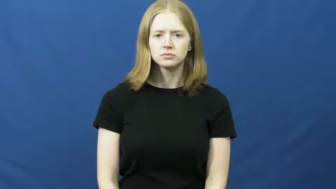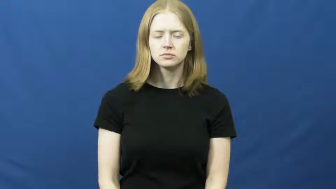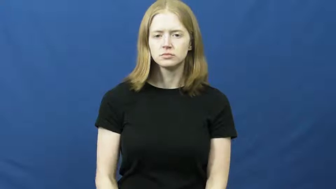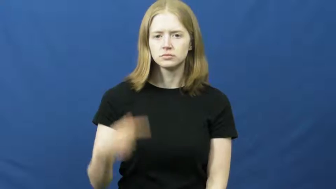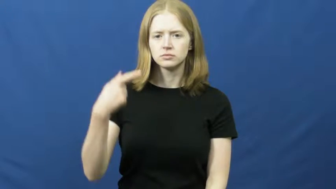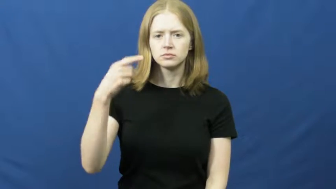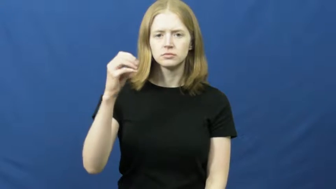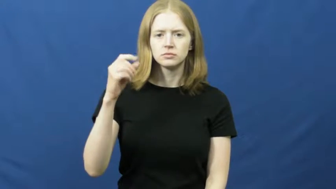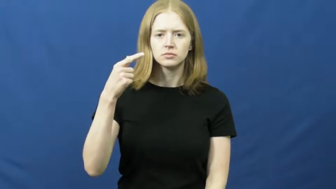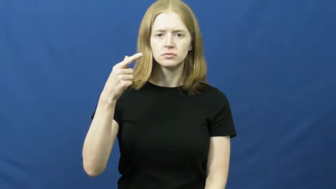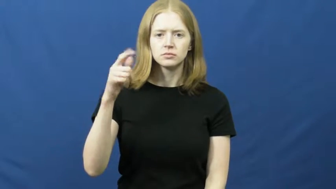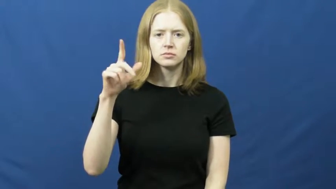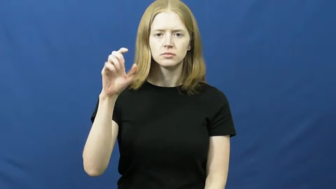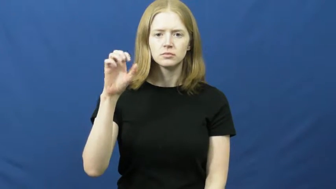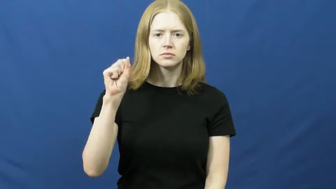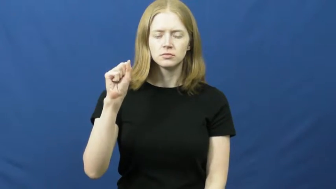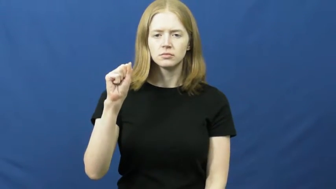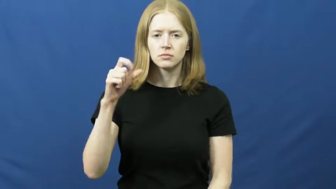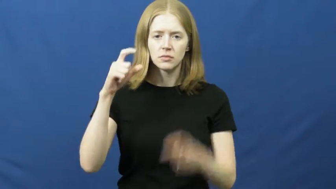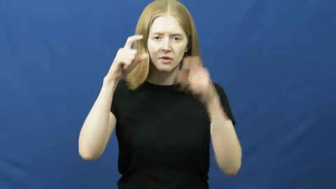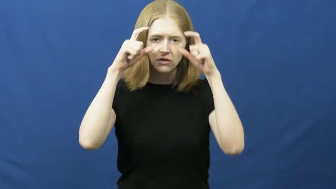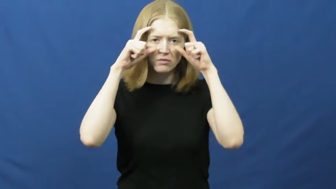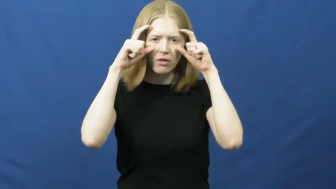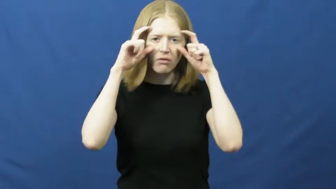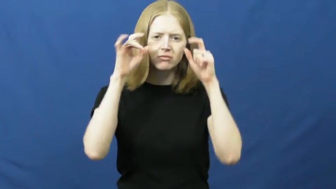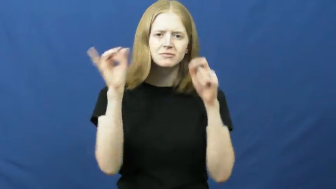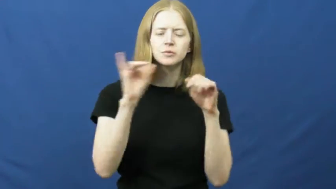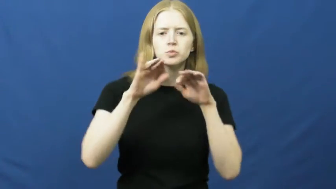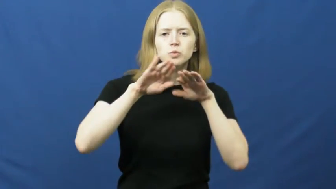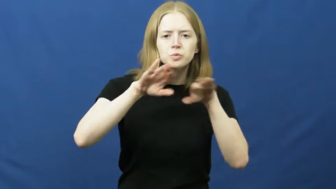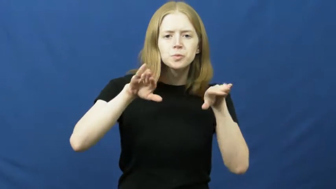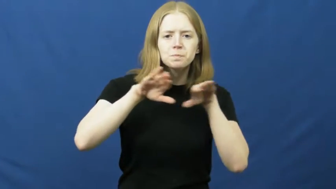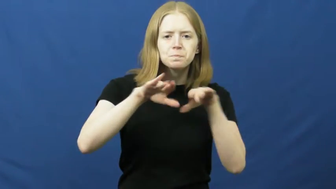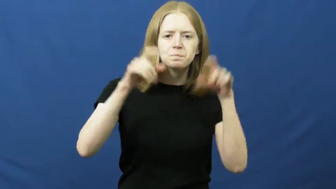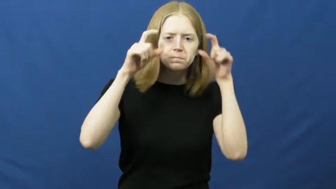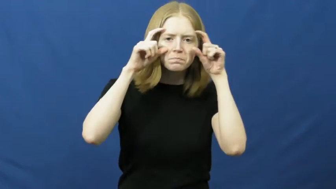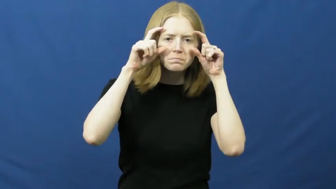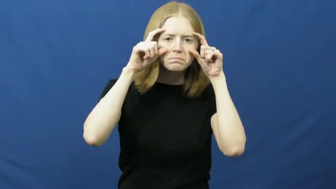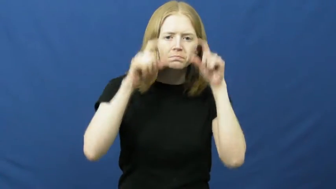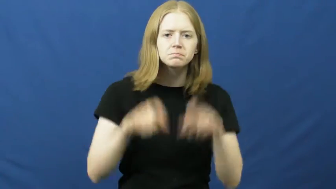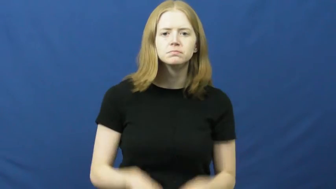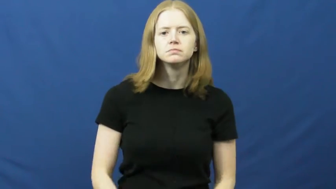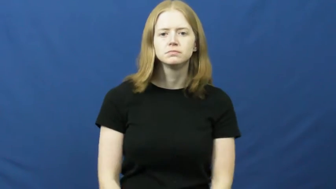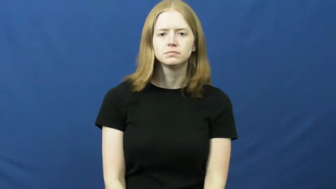goggles